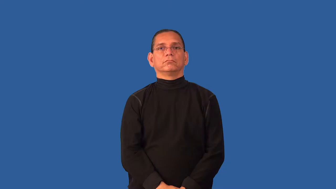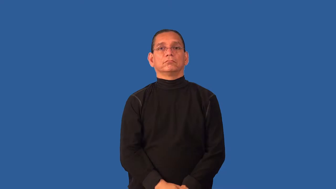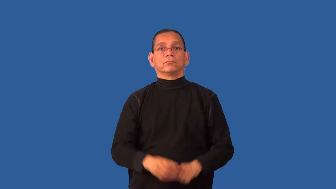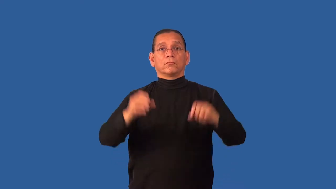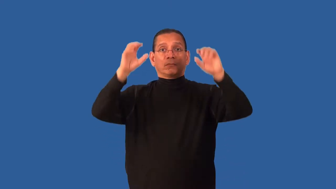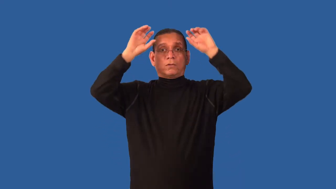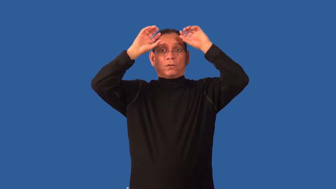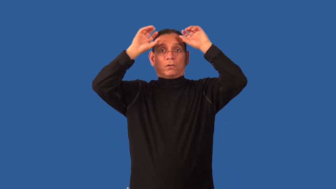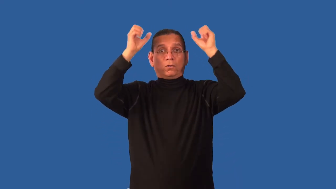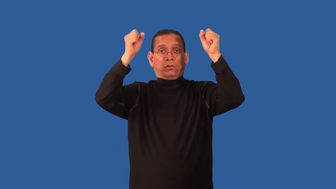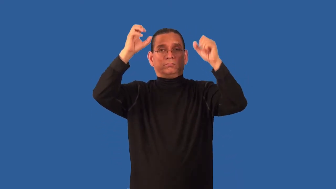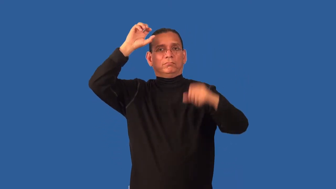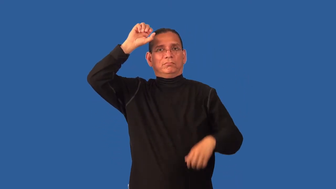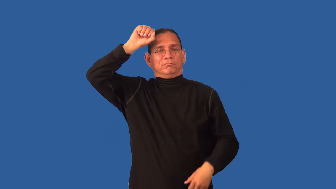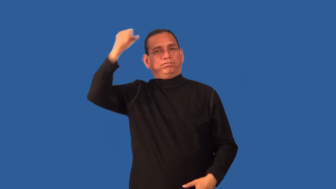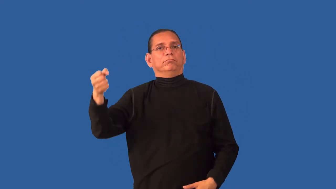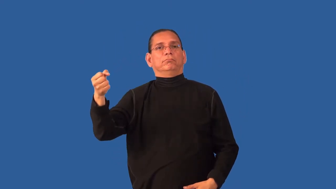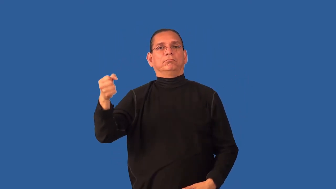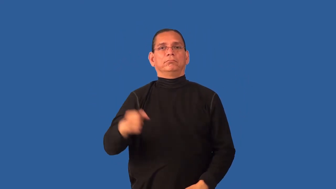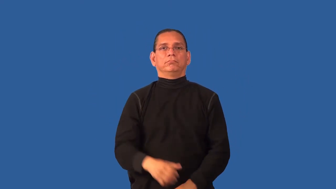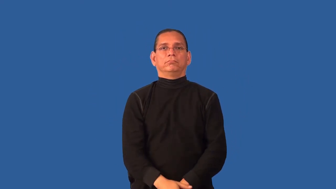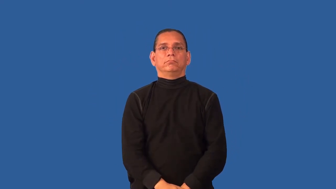dehorn